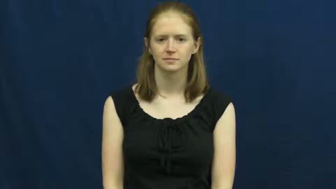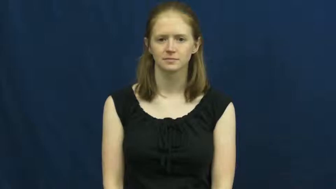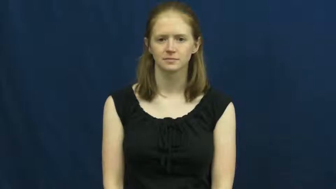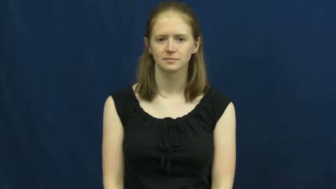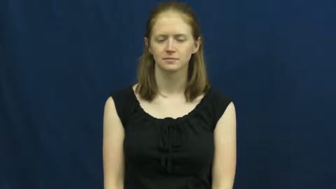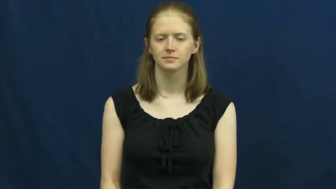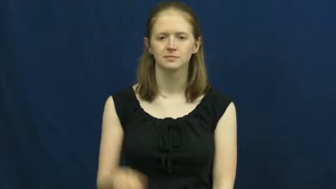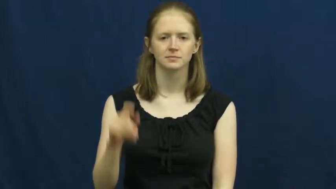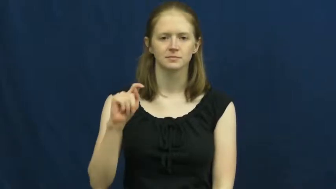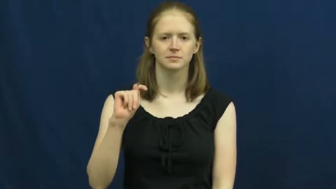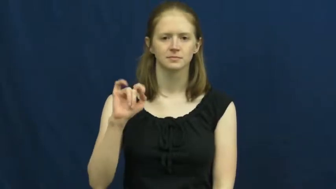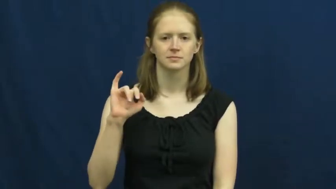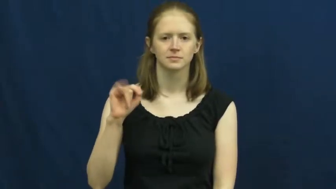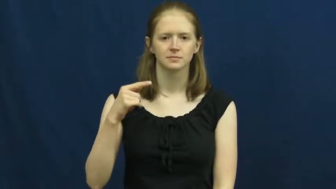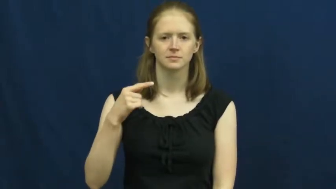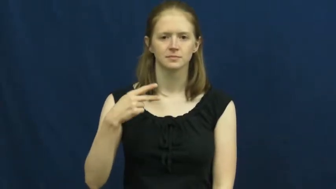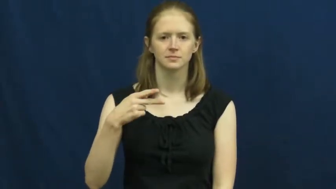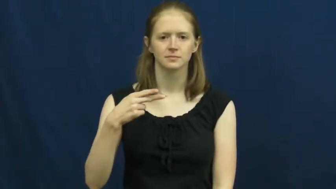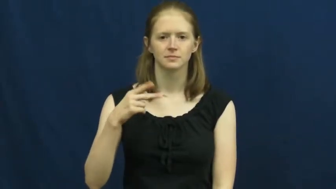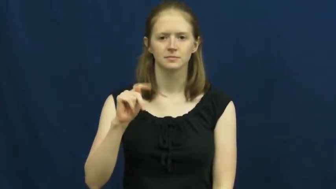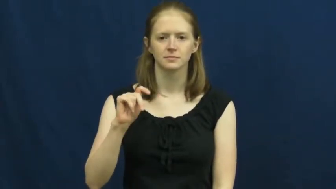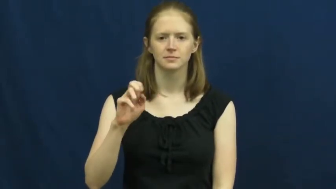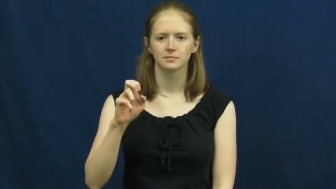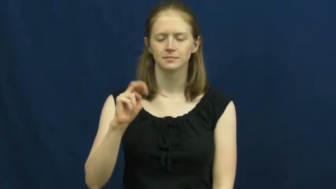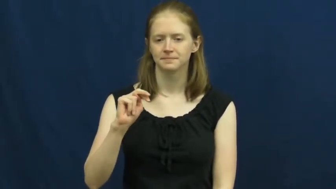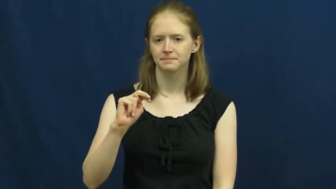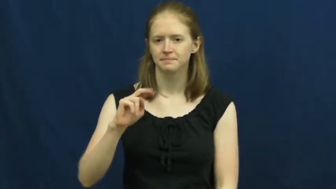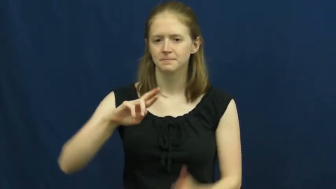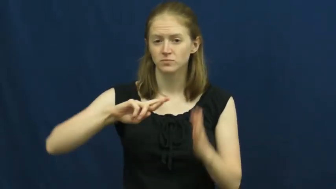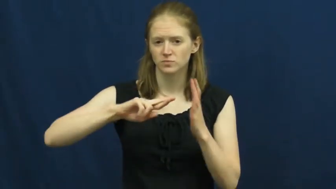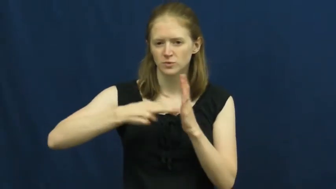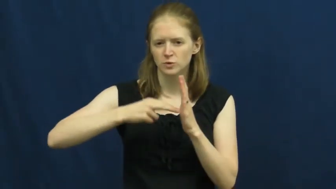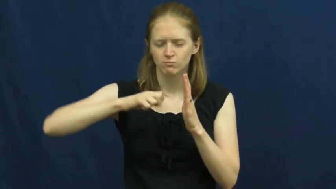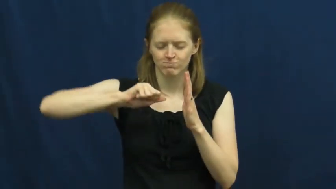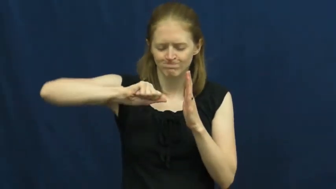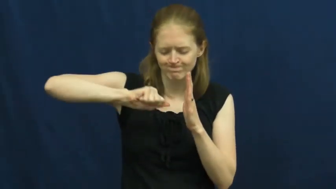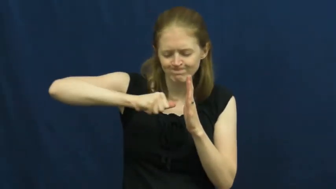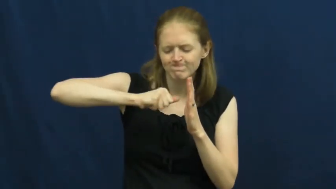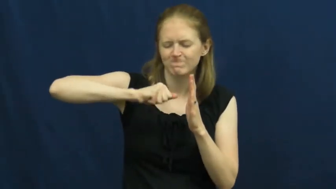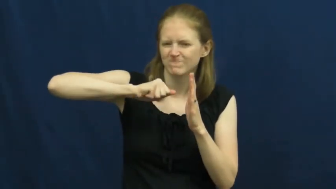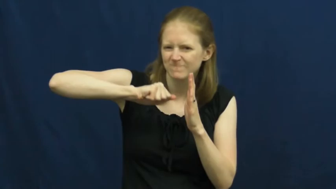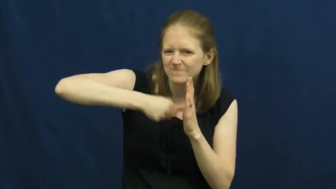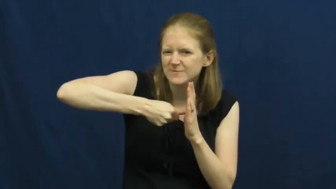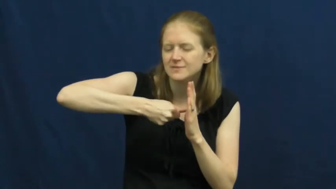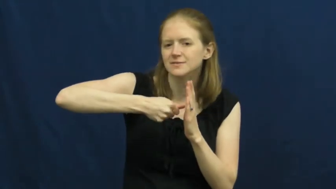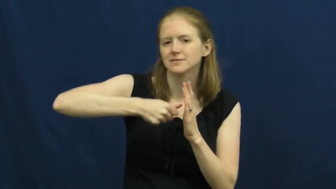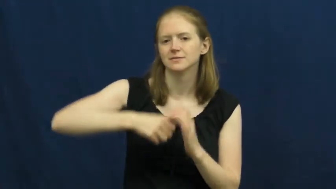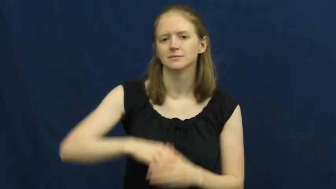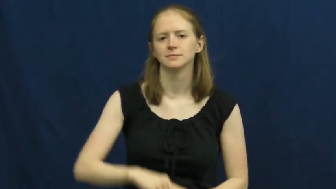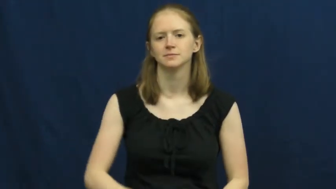tighten-screw